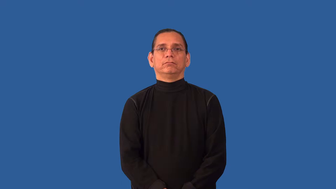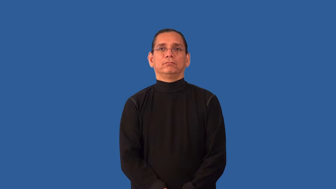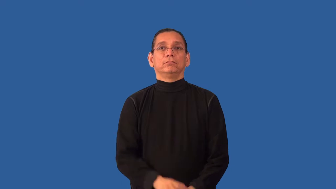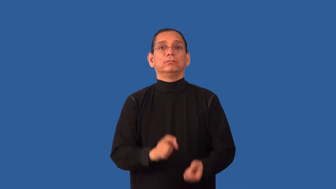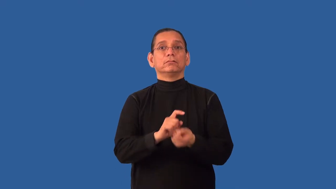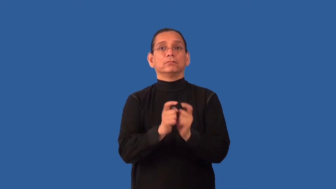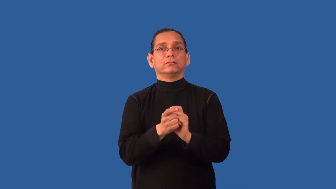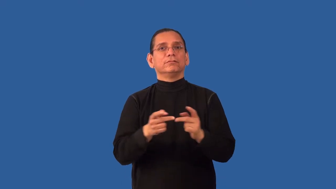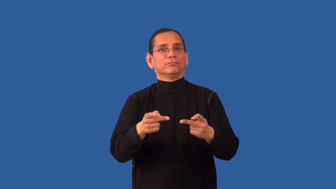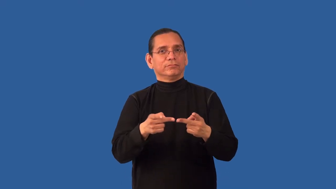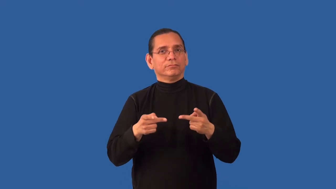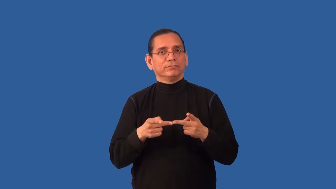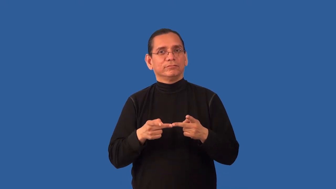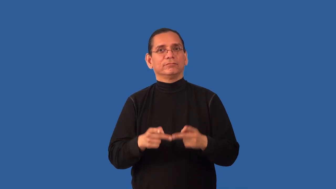reorient,reposition